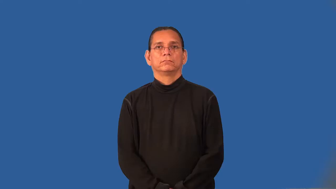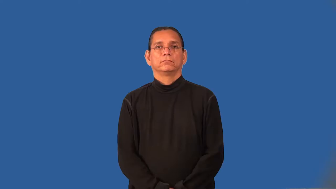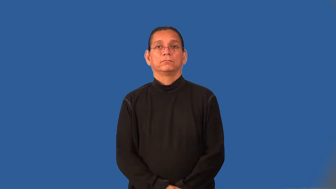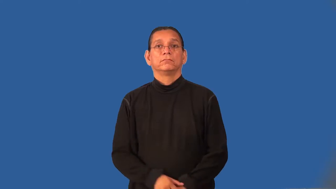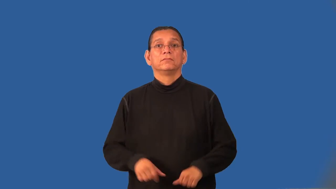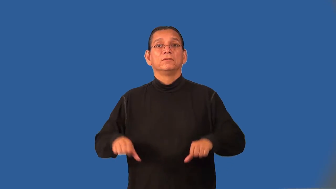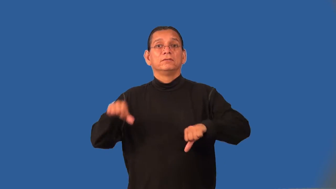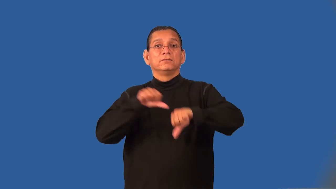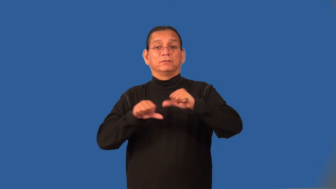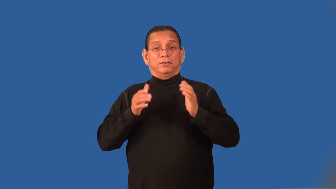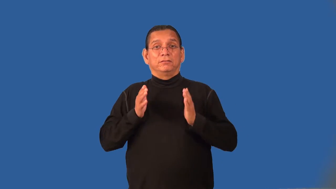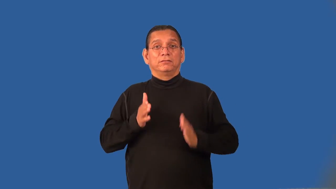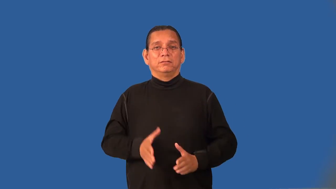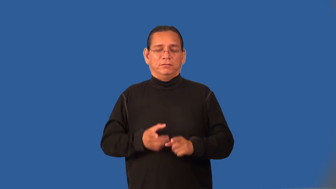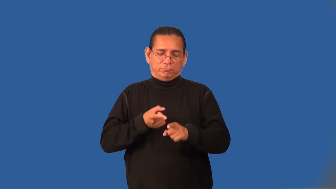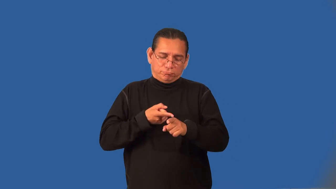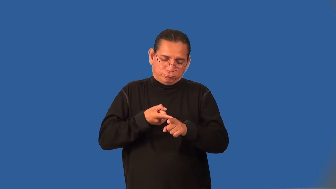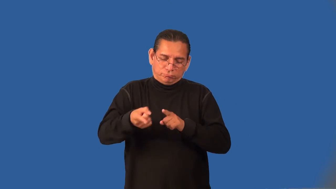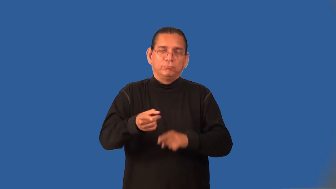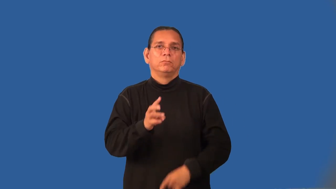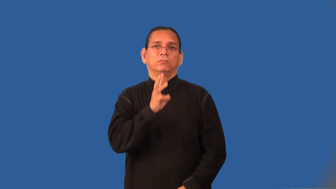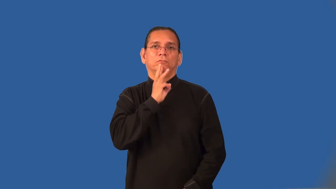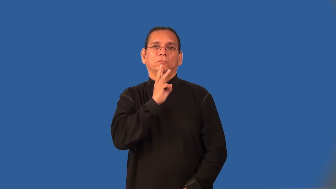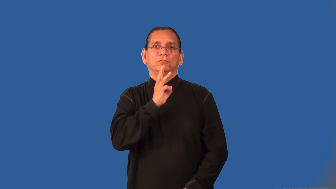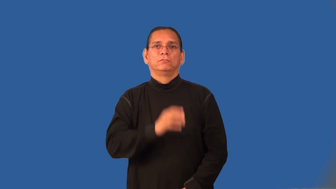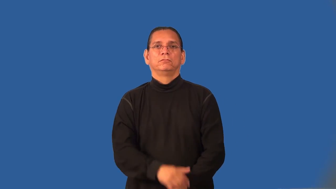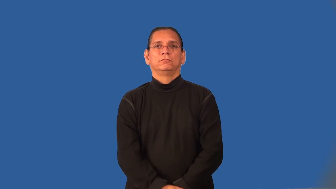hydrologist